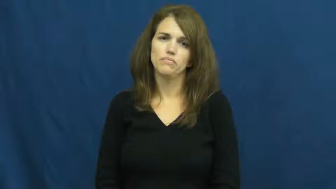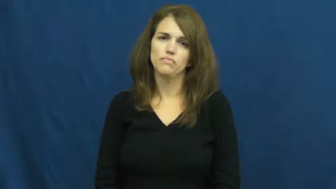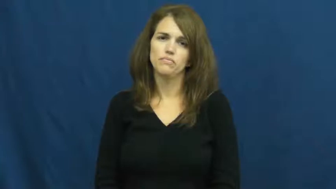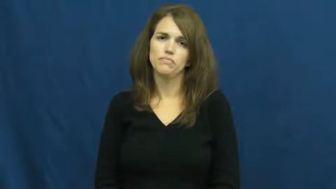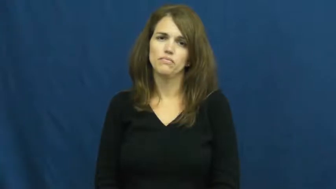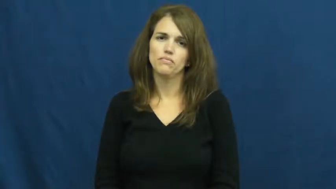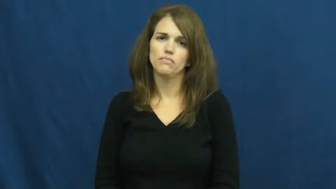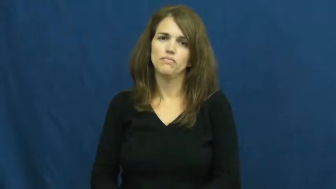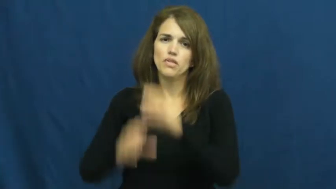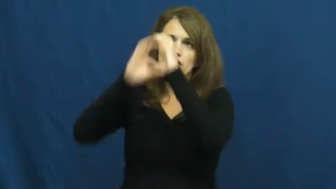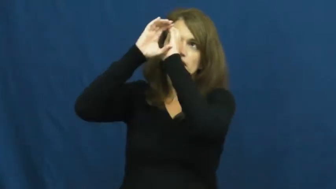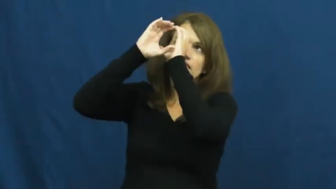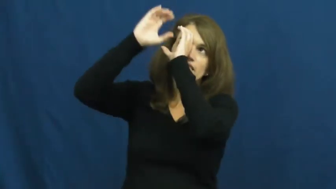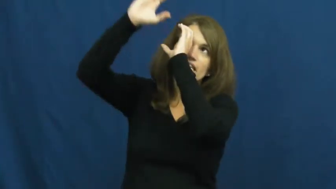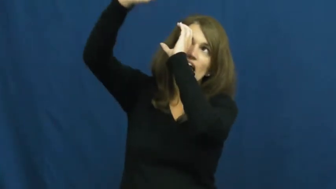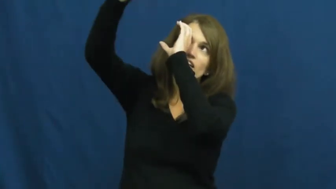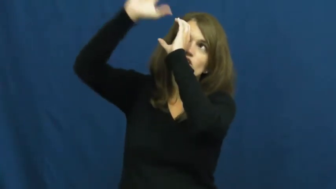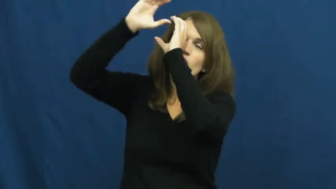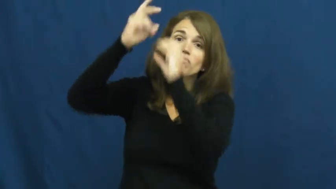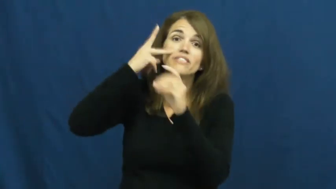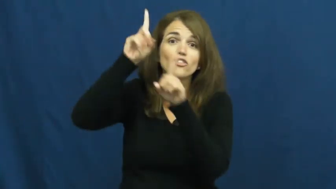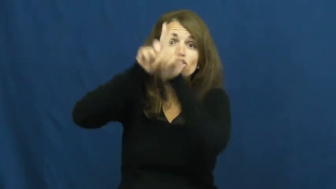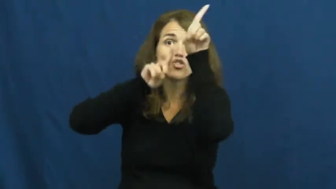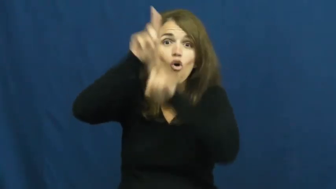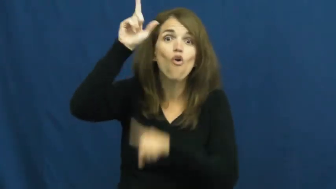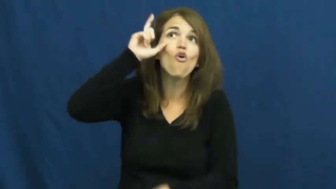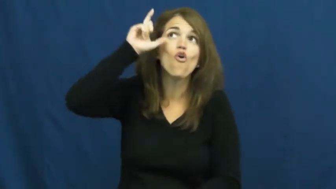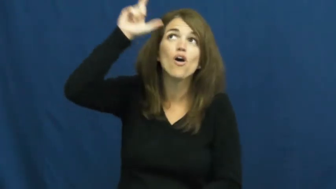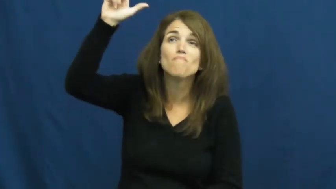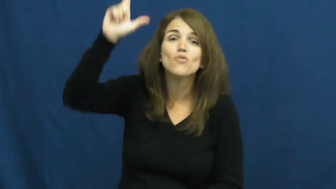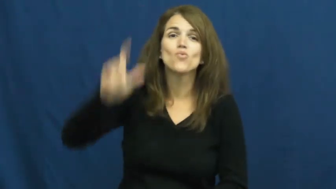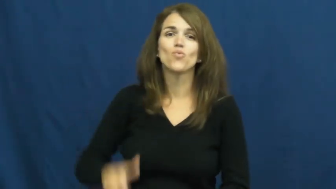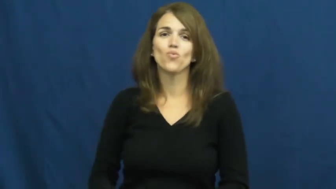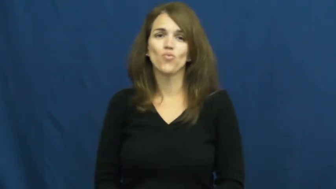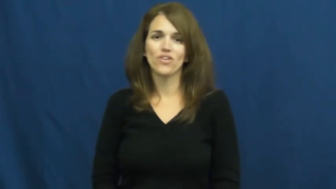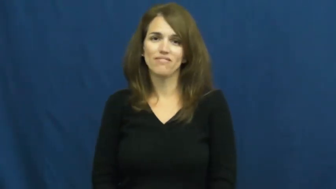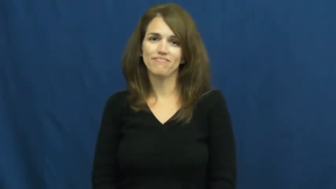telescope,spyglass